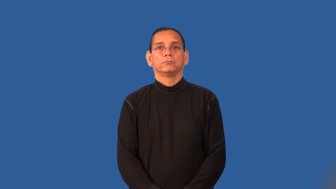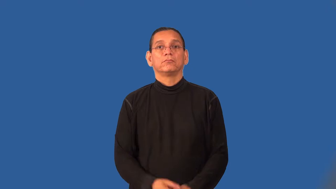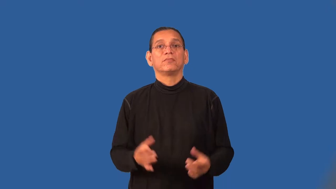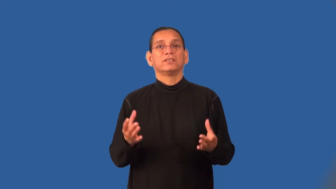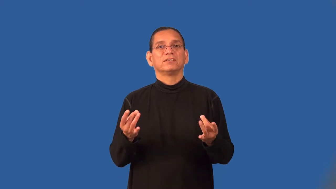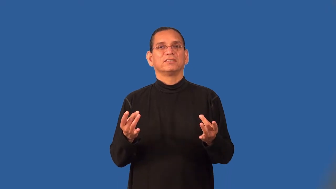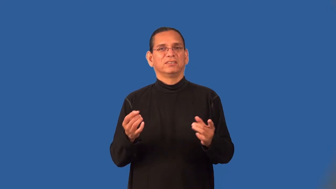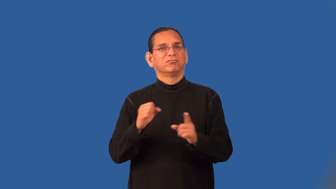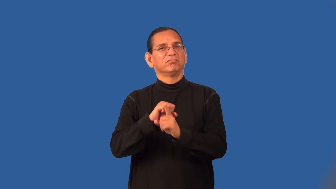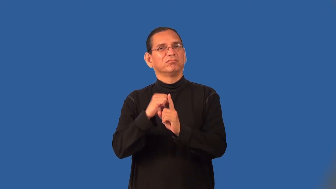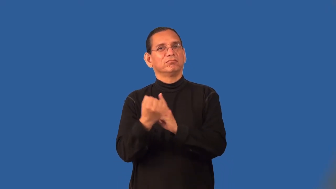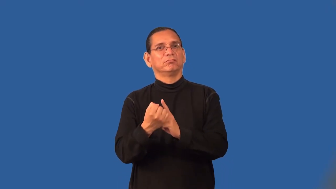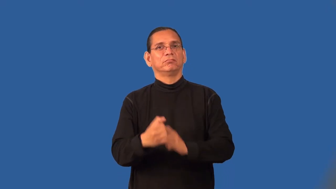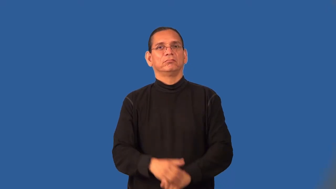sticky,tricky,prickly,rattrap,scrape,spot,ticklish-difficult situation